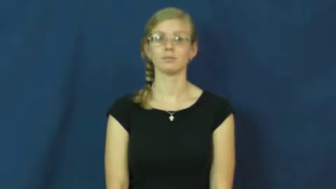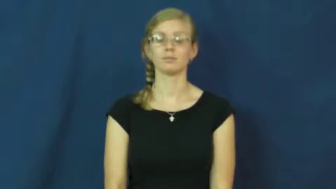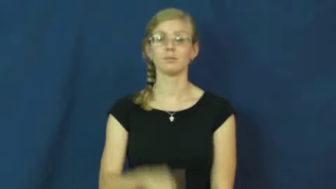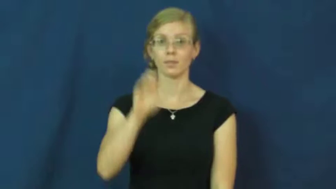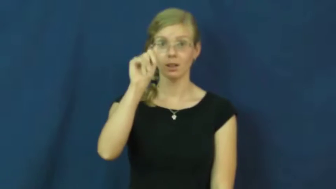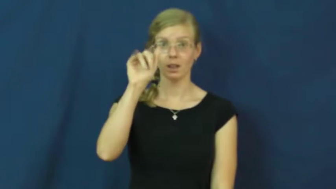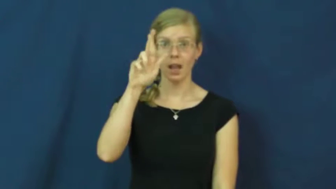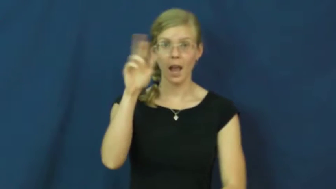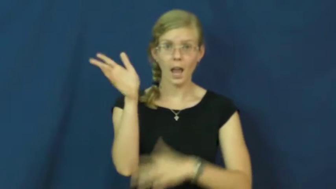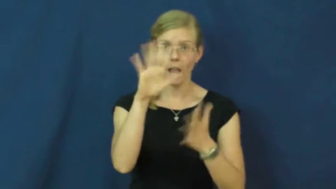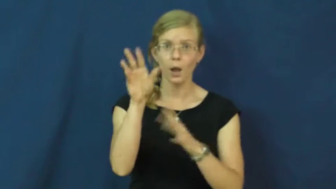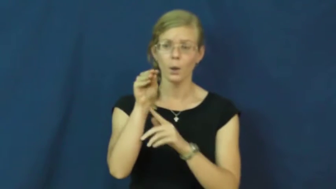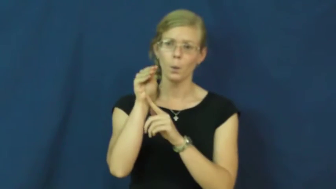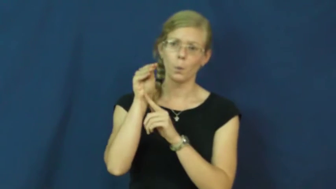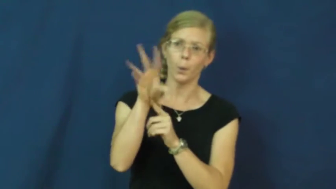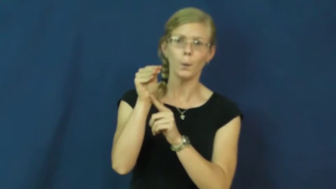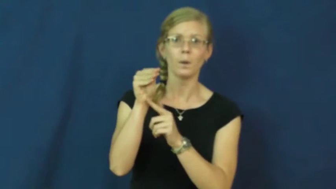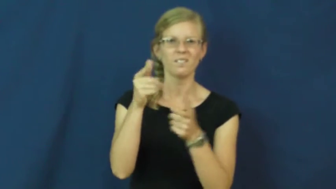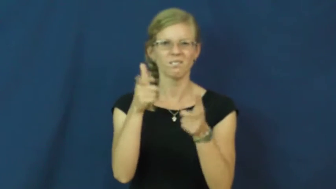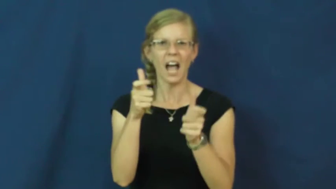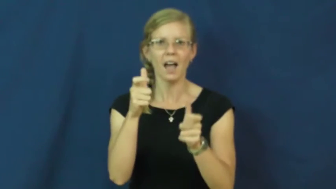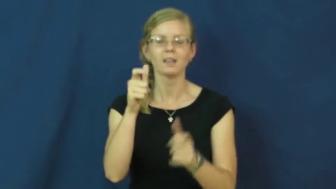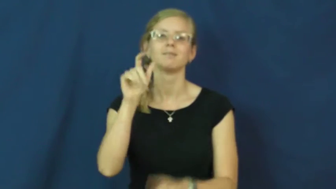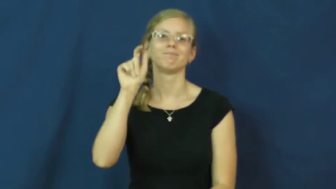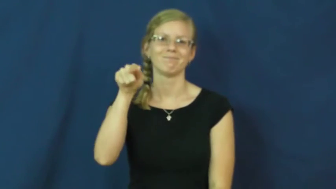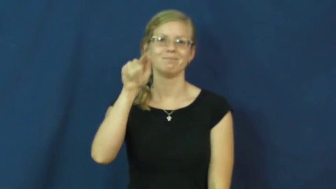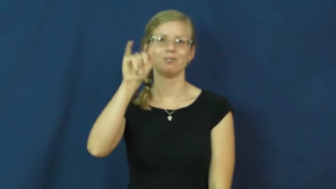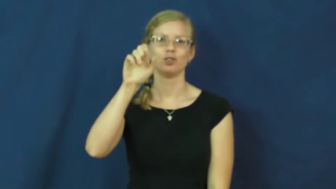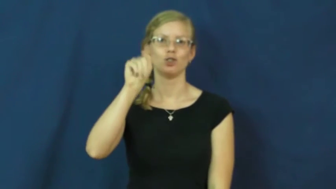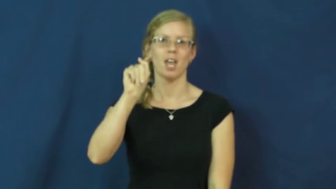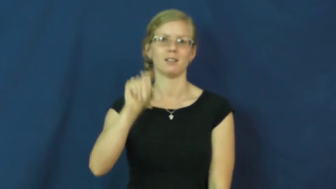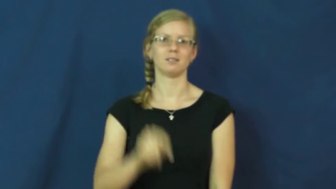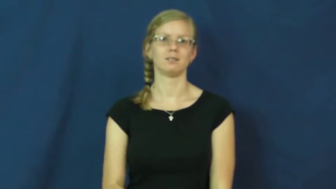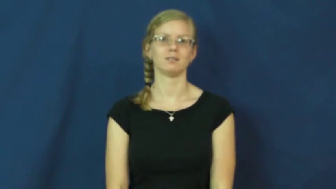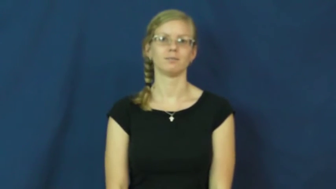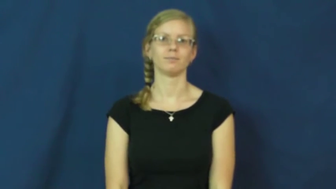jet-air